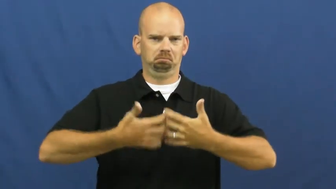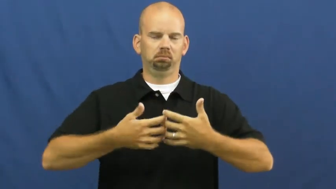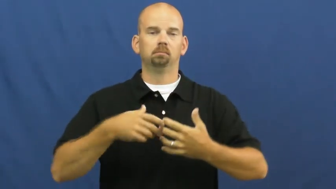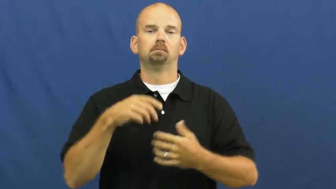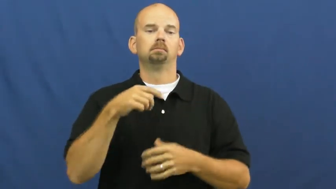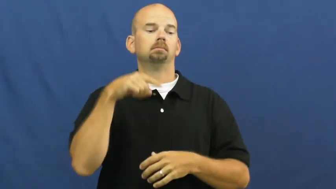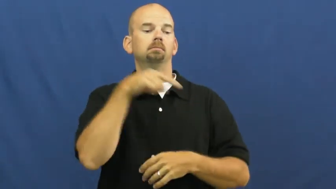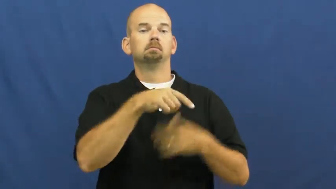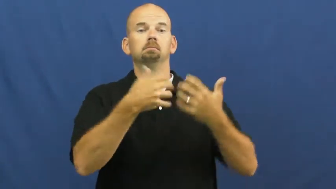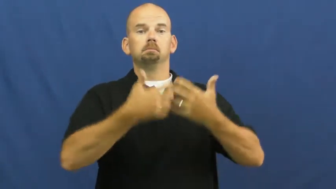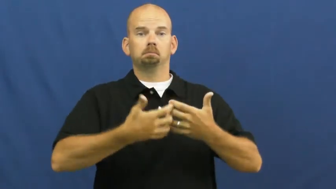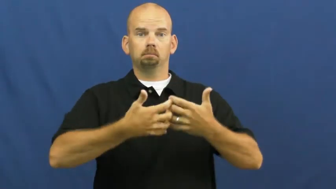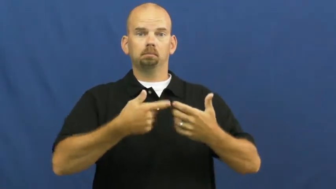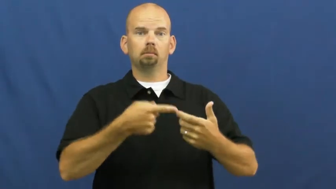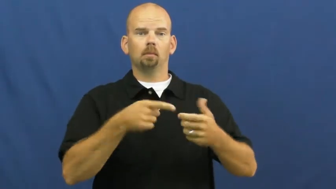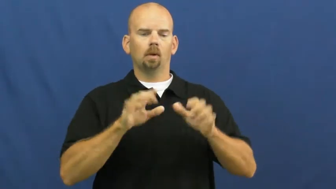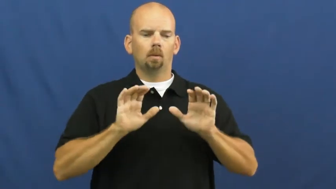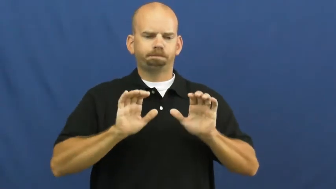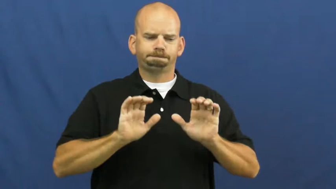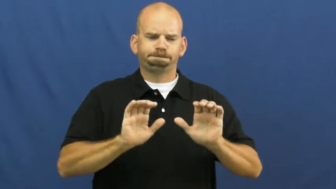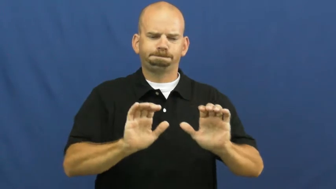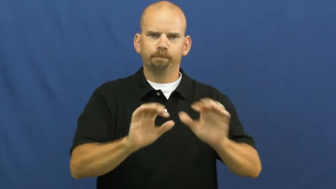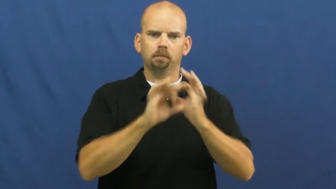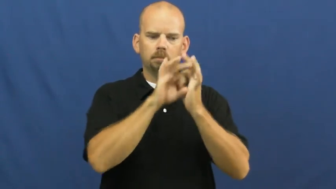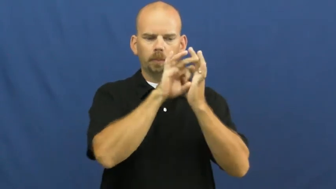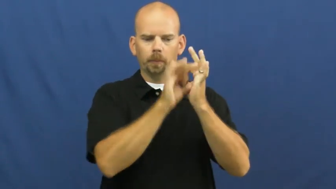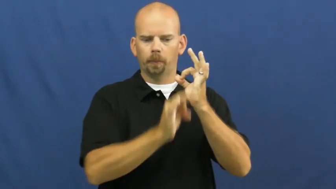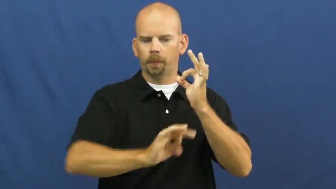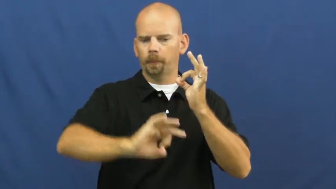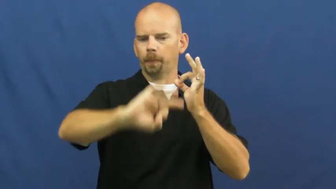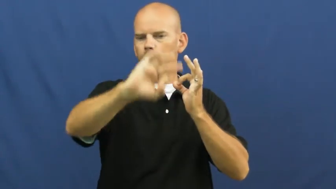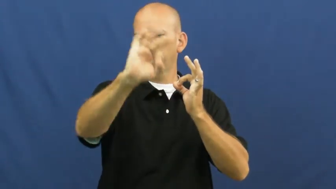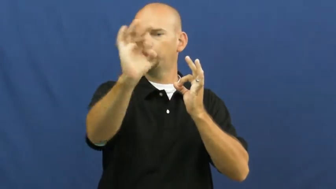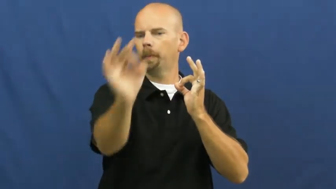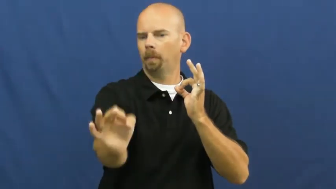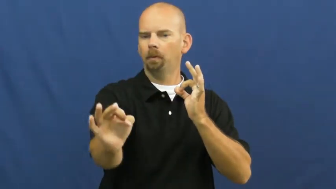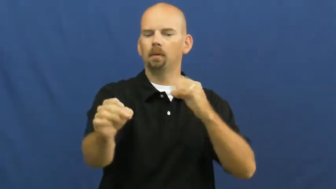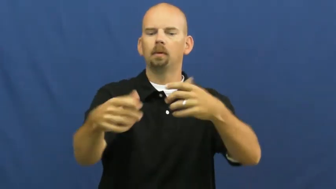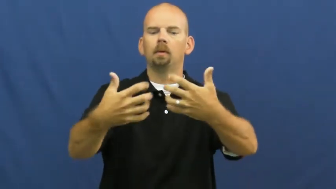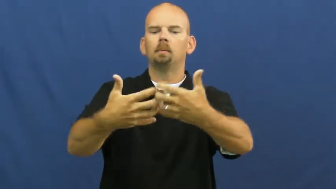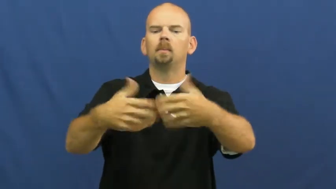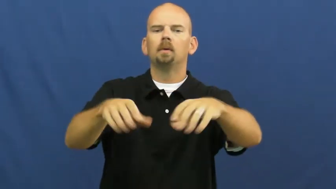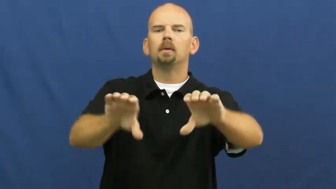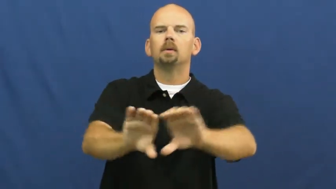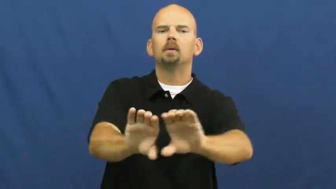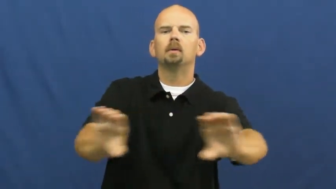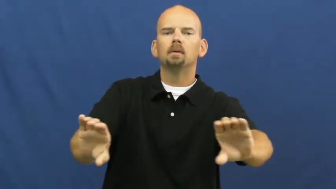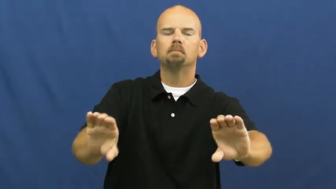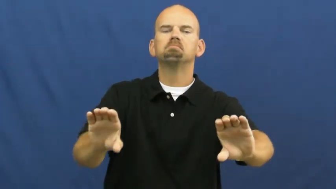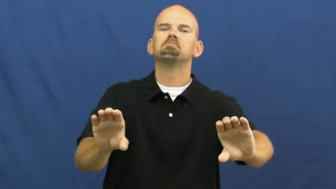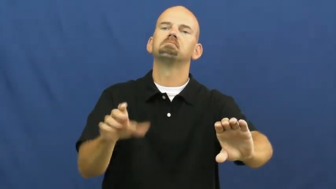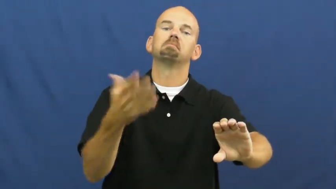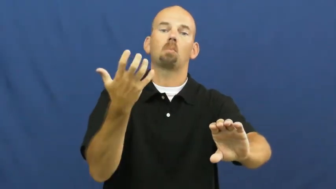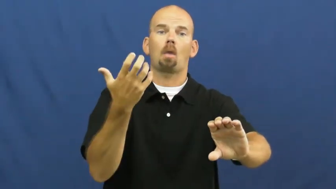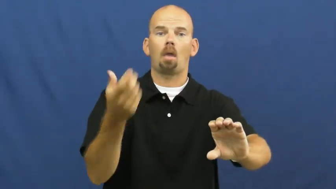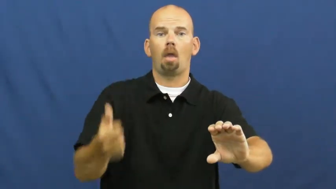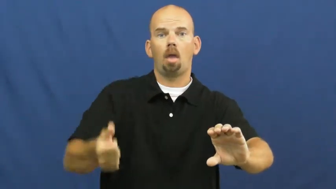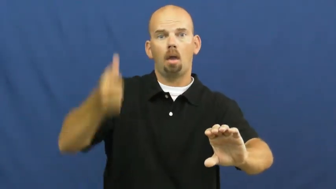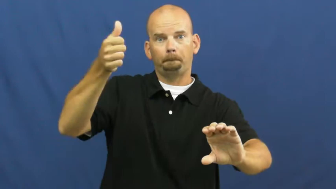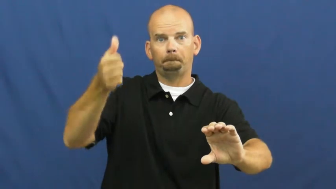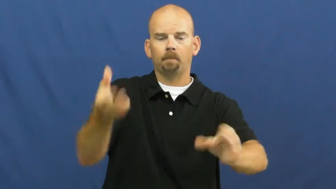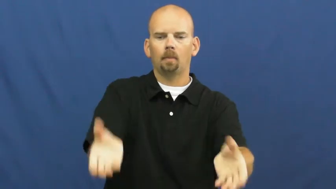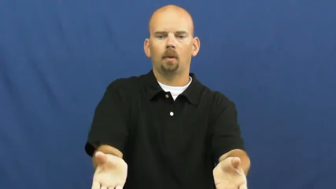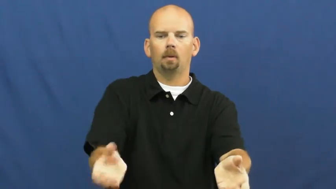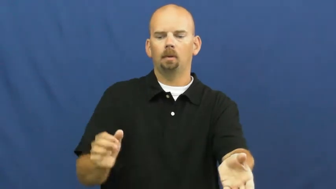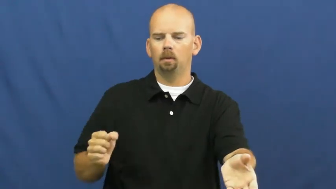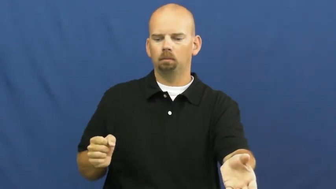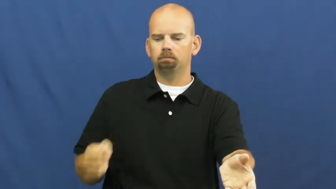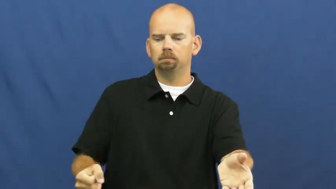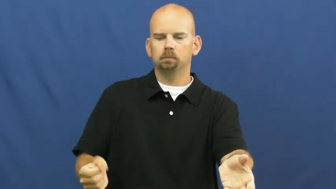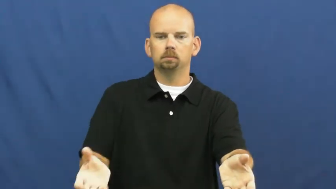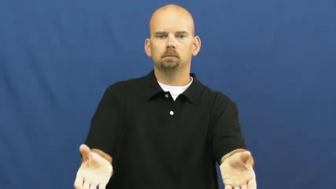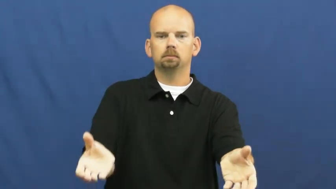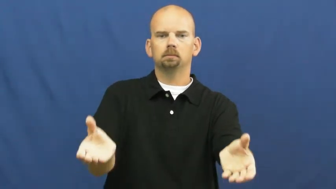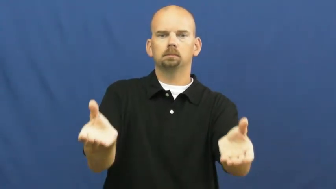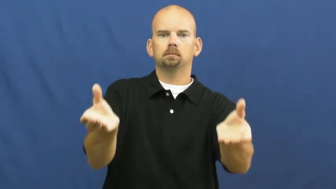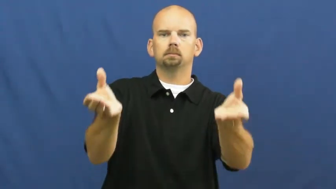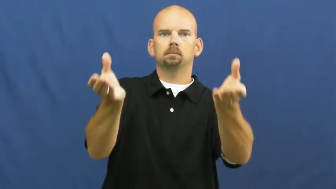hydraulic